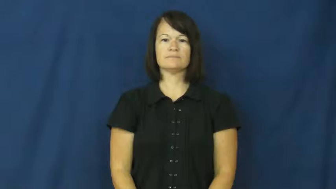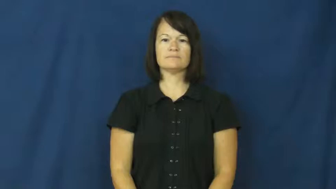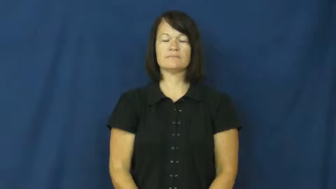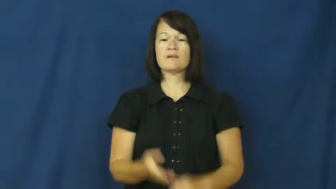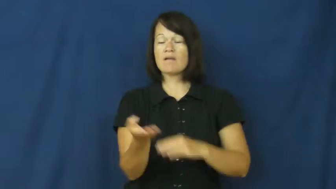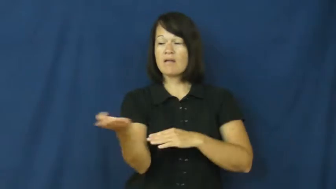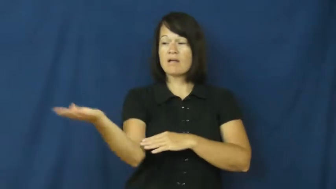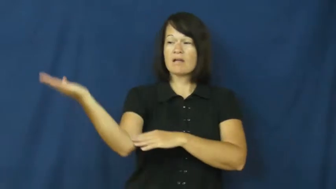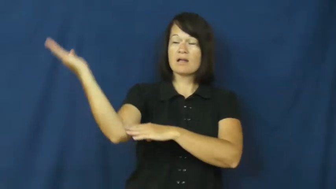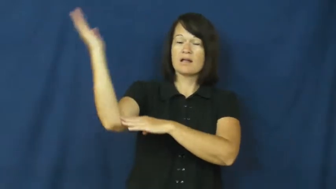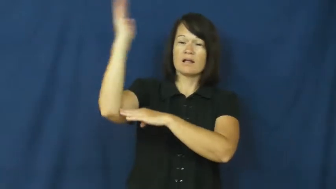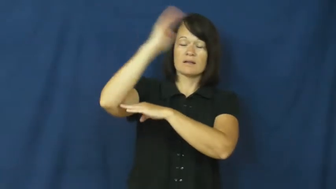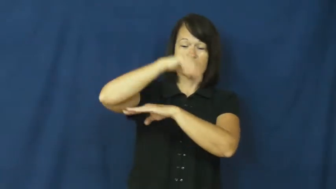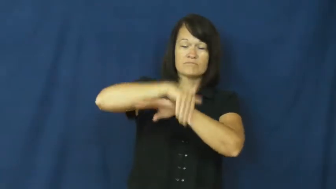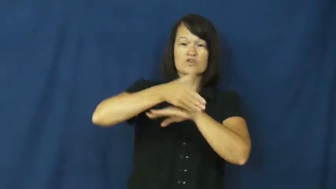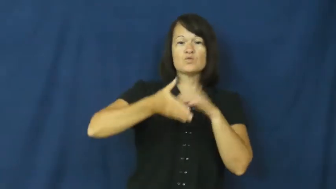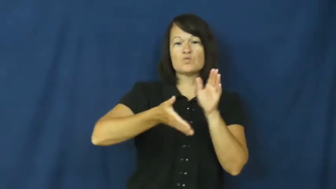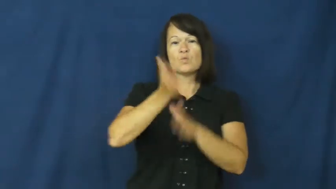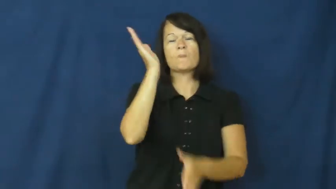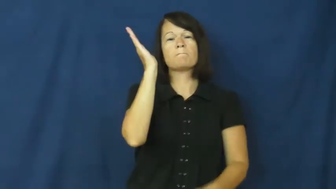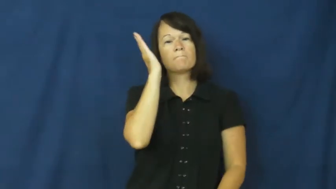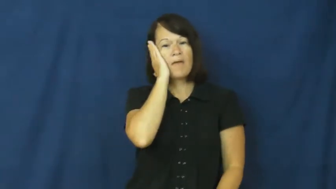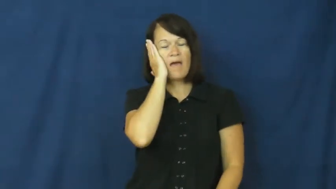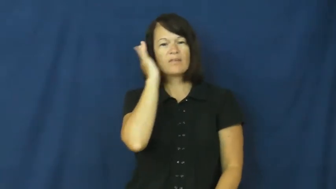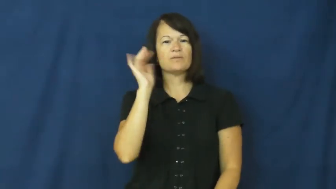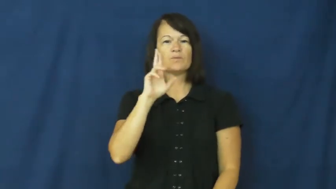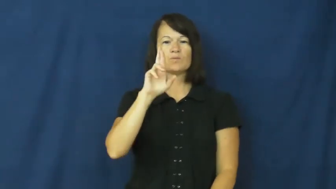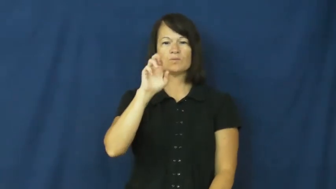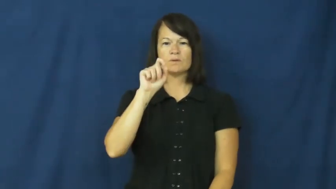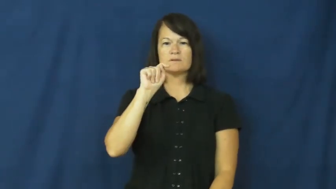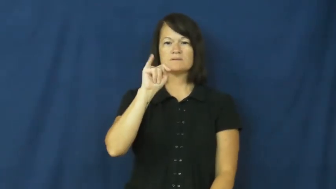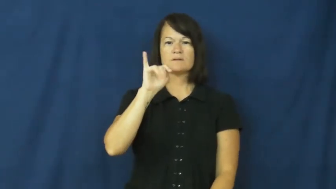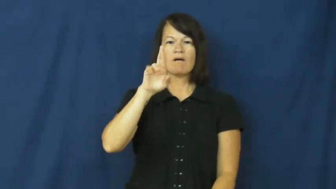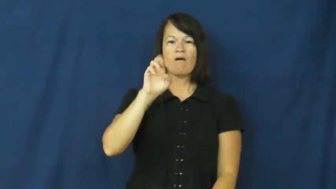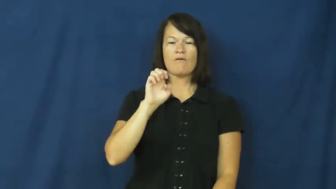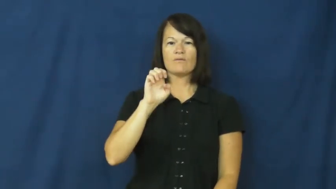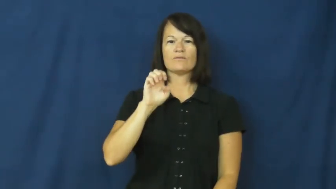retire-bed